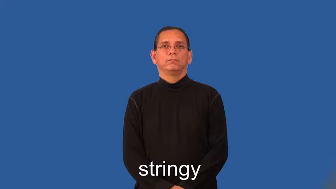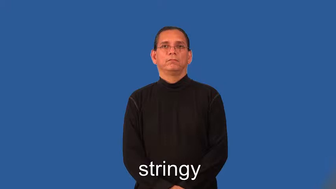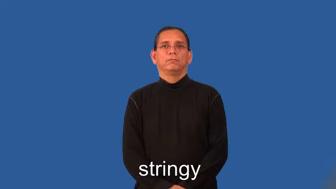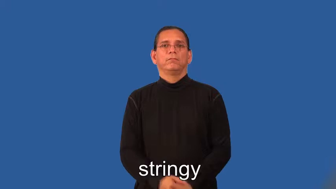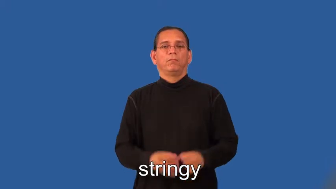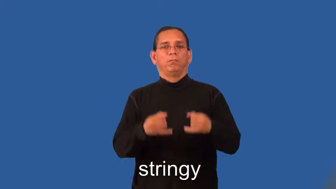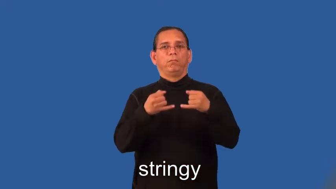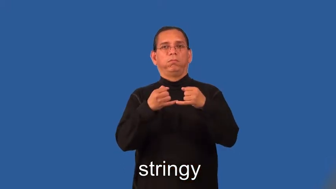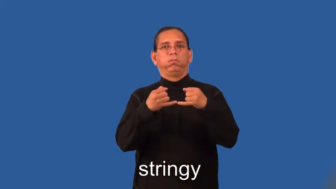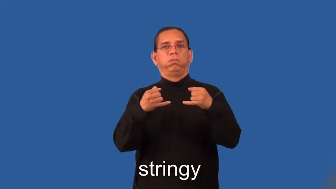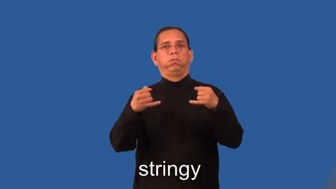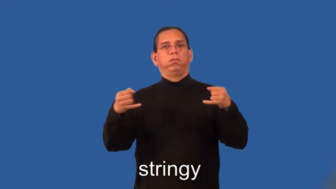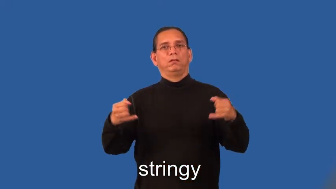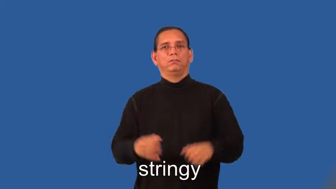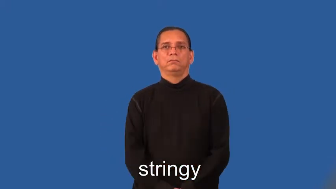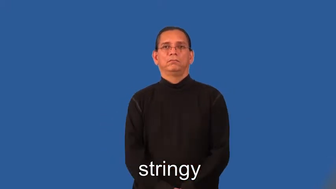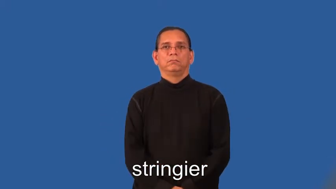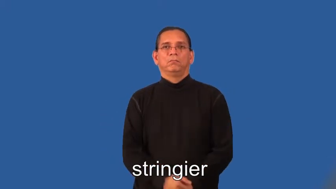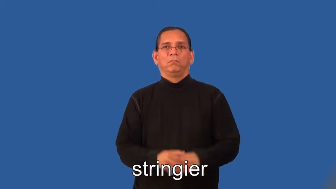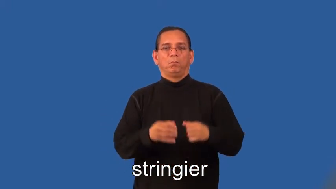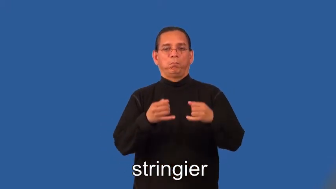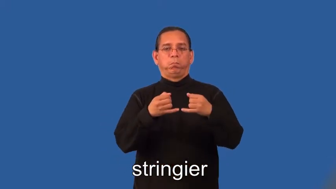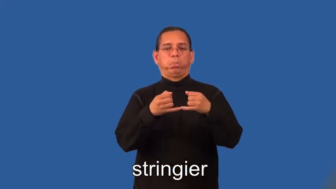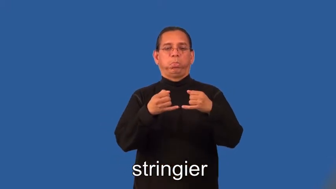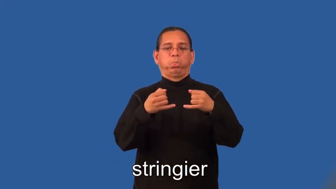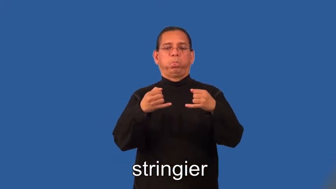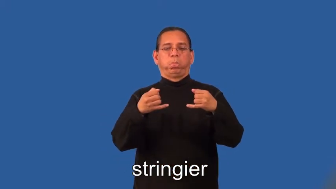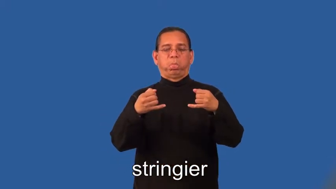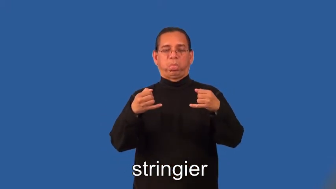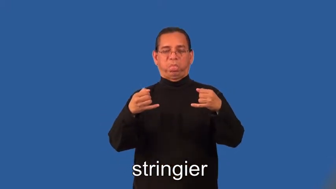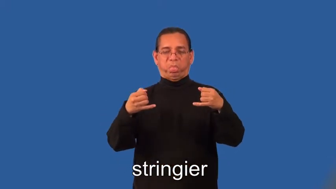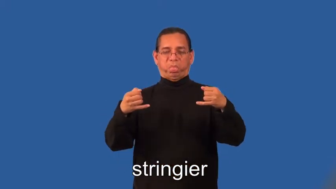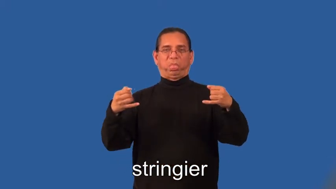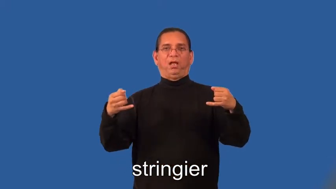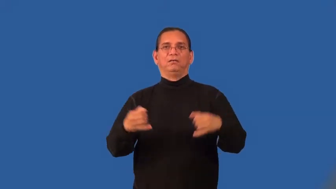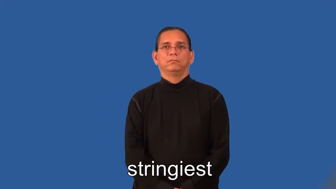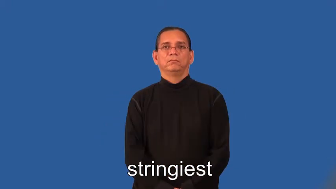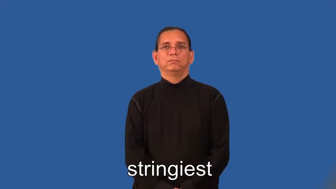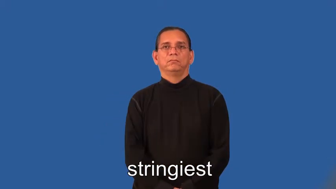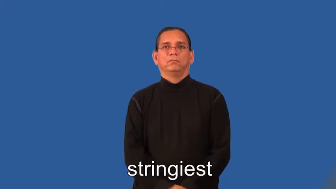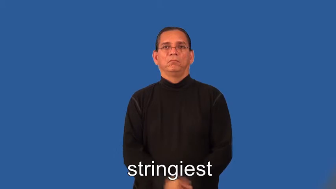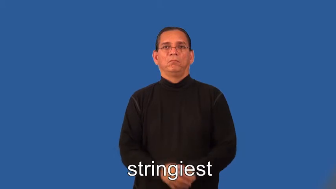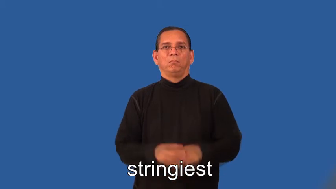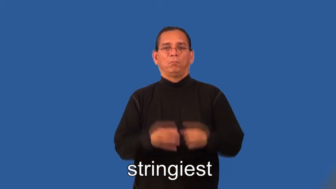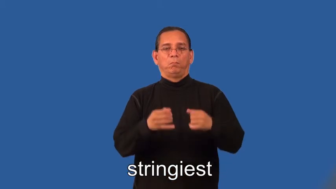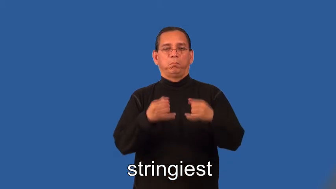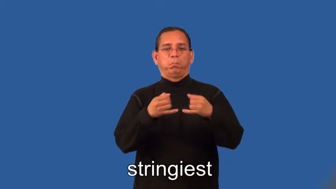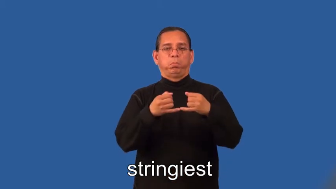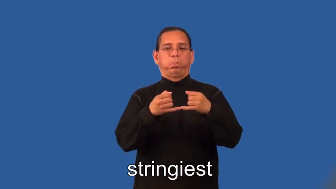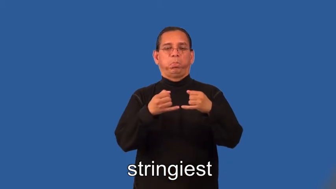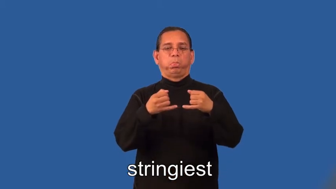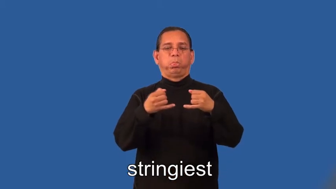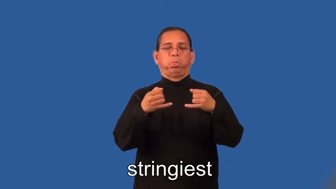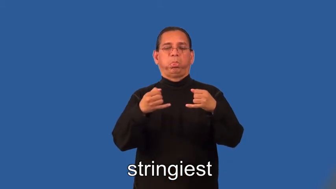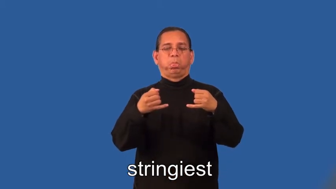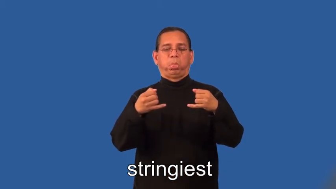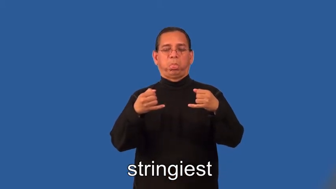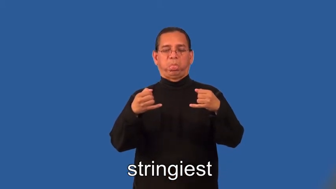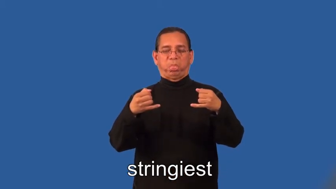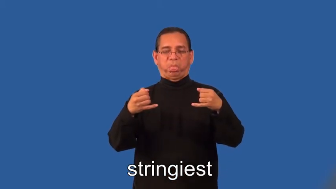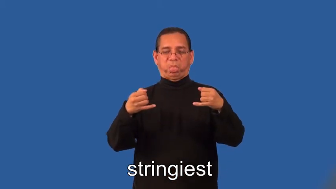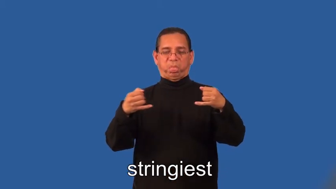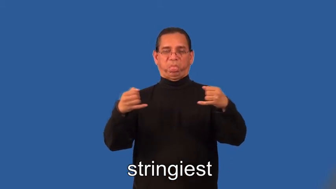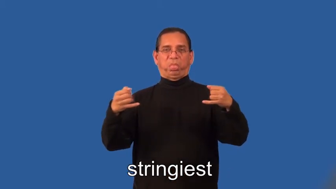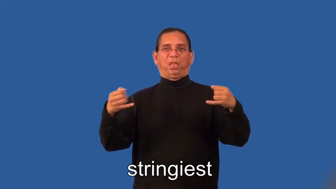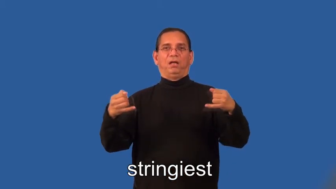stringier,stringiest-stringlike